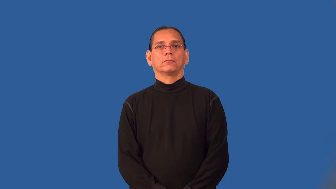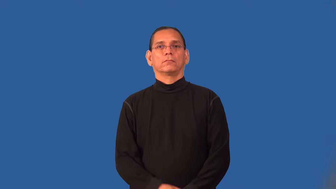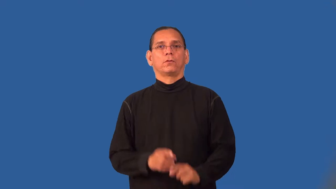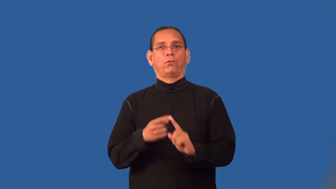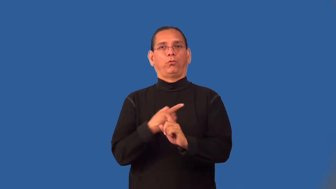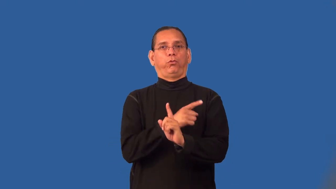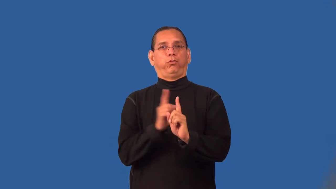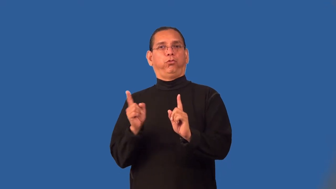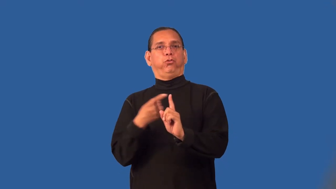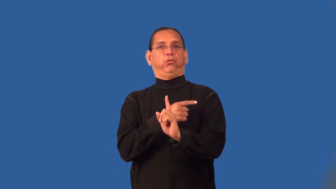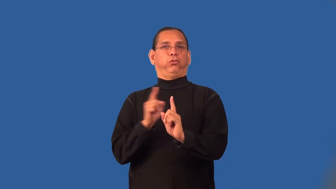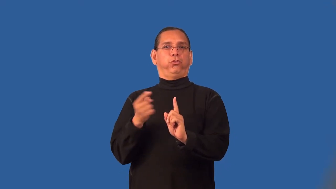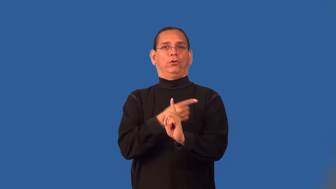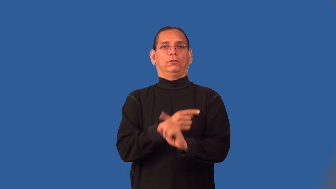parry,sidestep,skirt-avoid answering